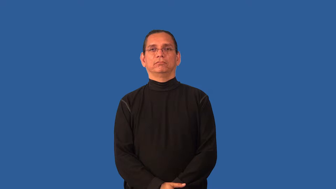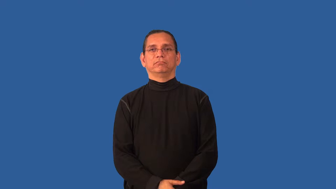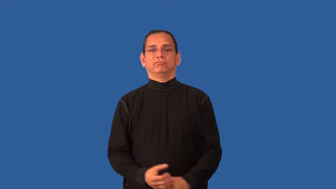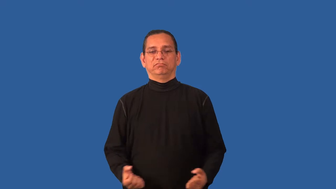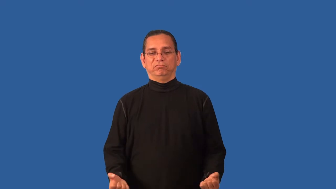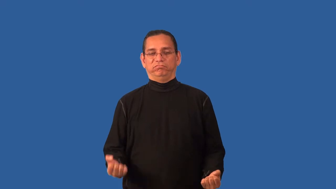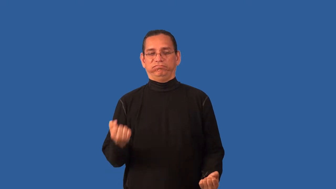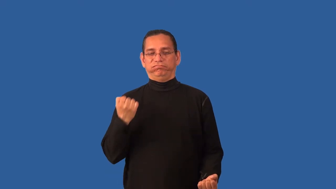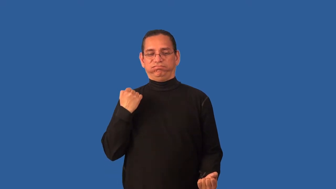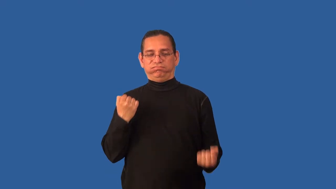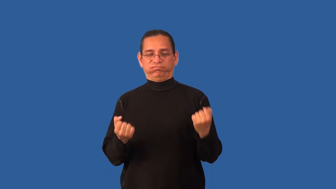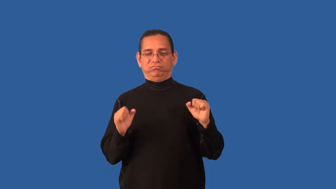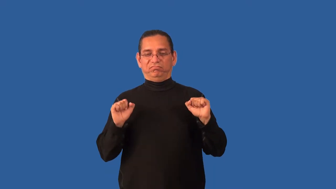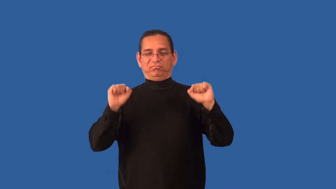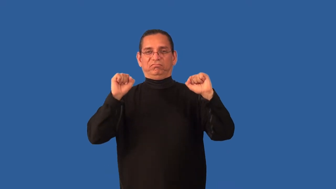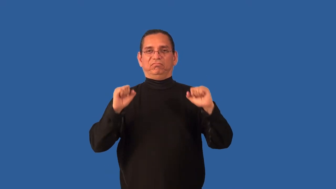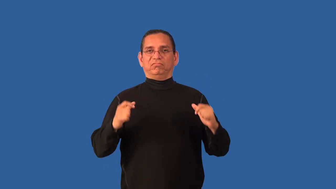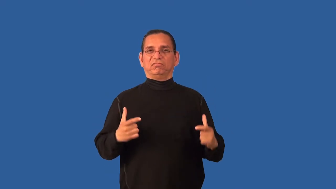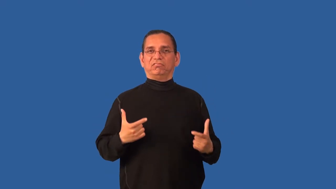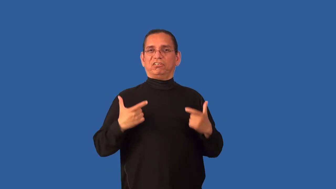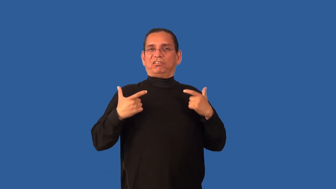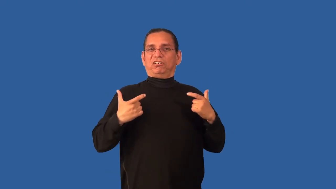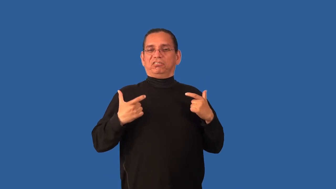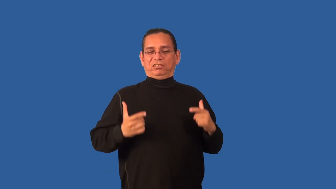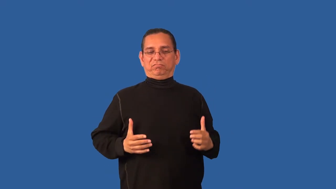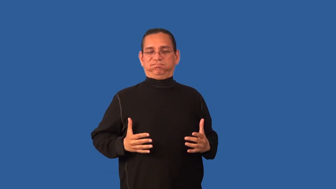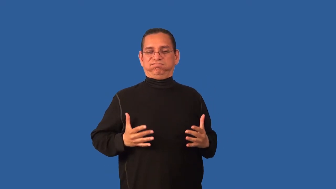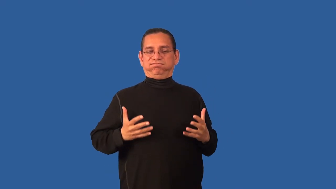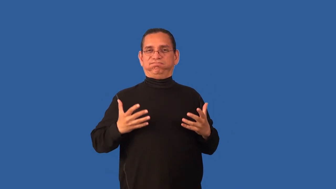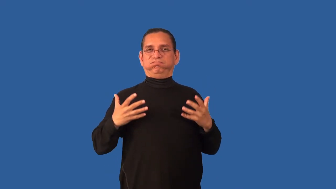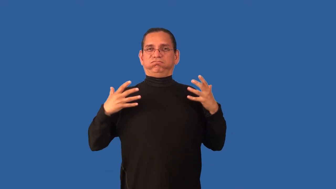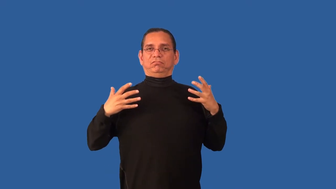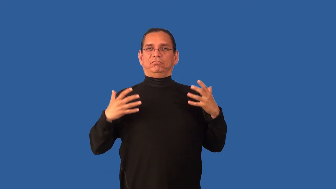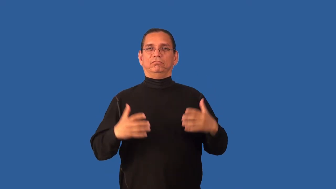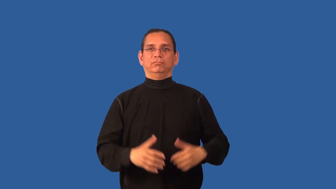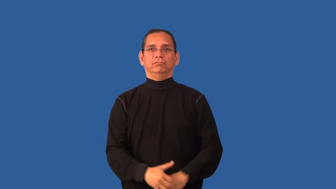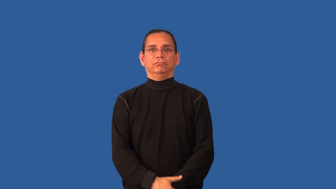bodybuilding